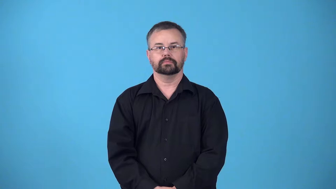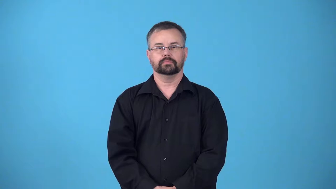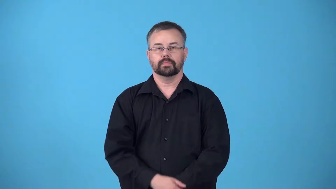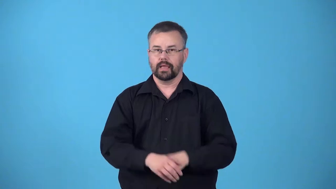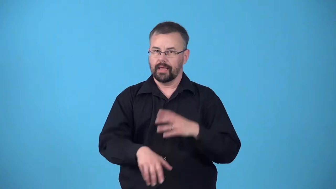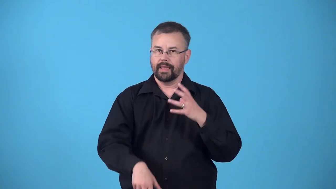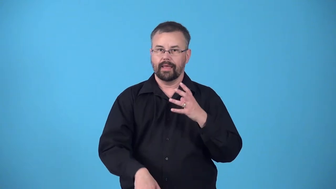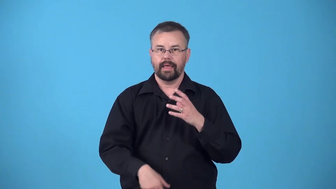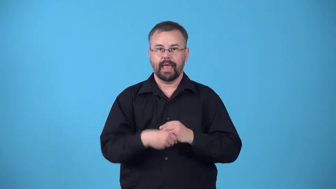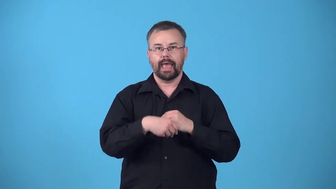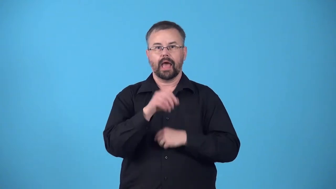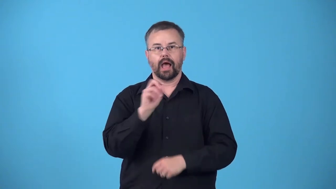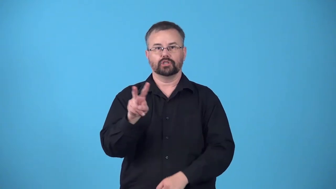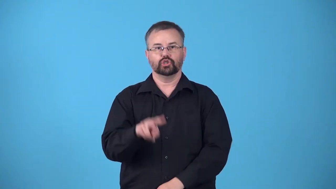oxygenate,oxygenize